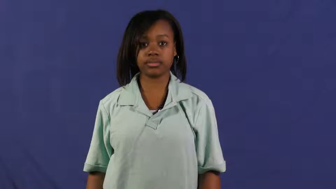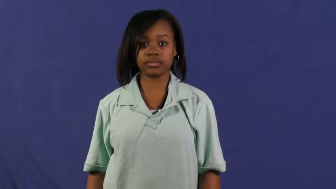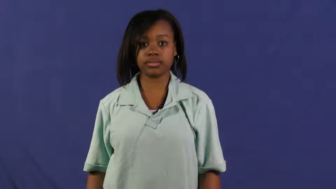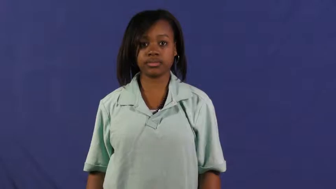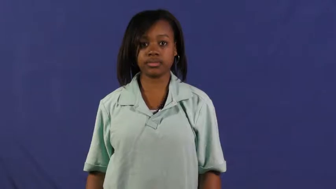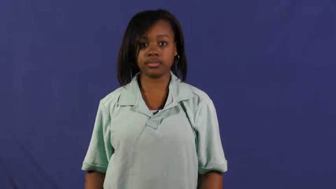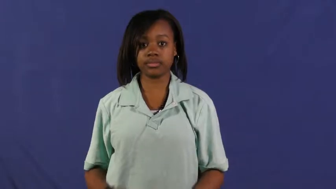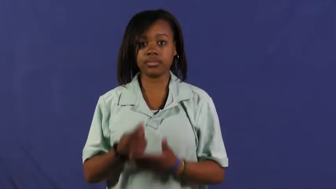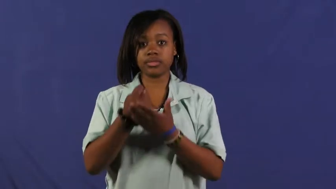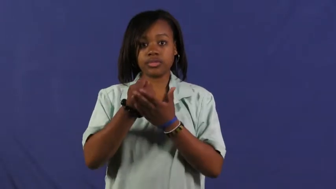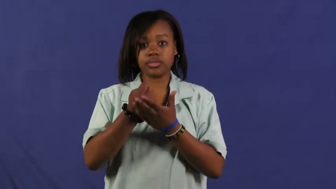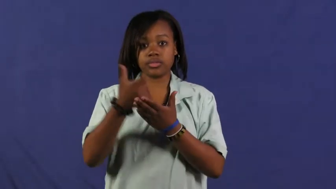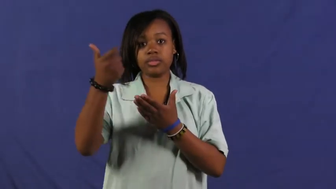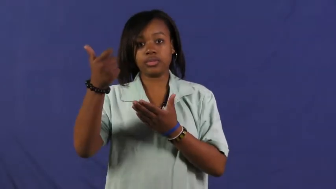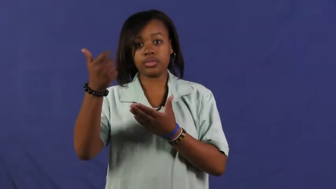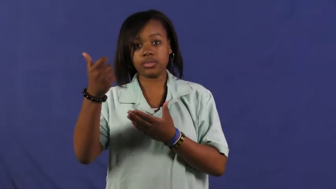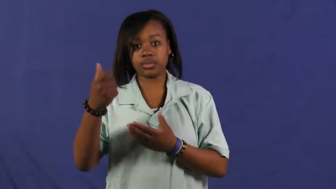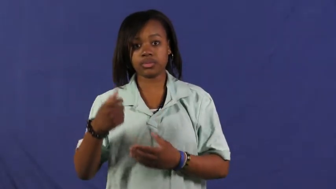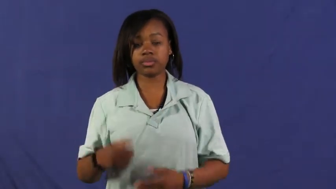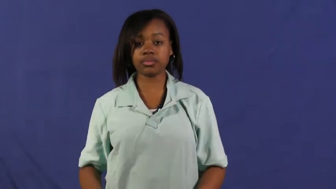stamp out